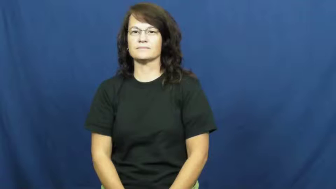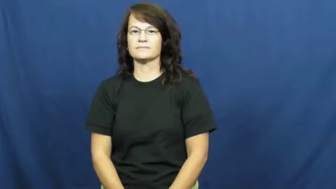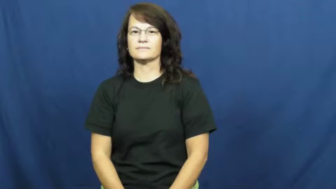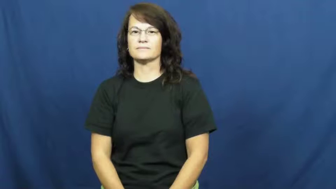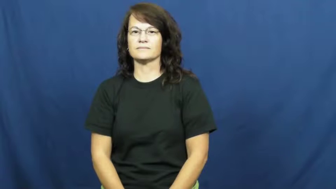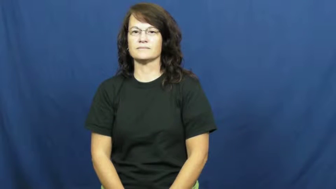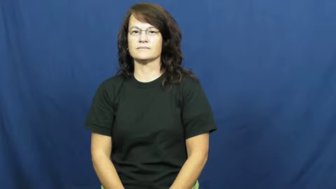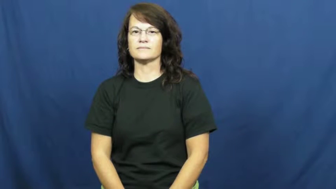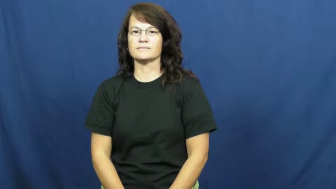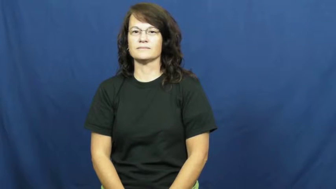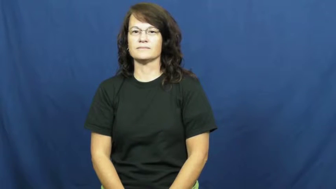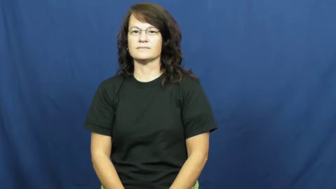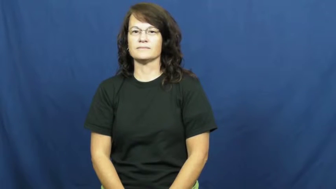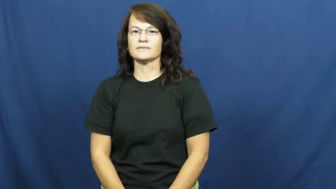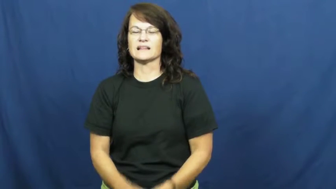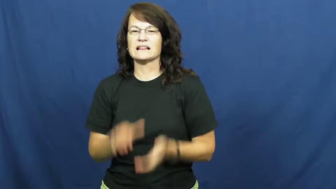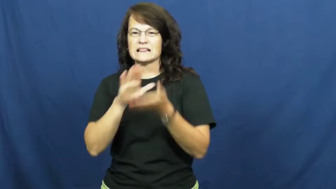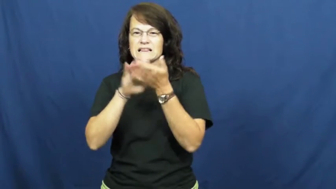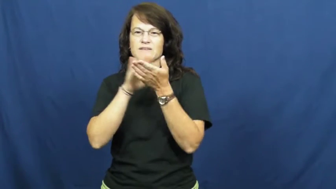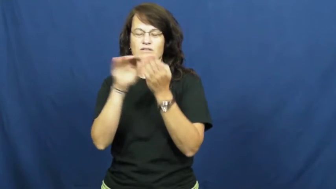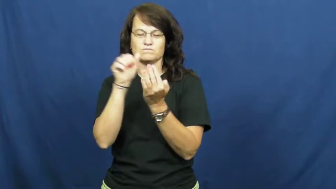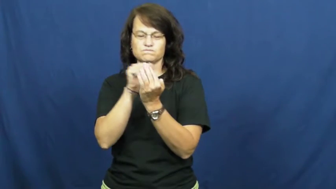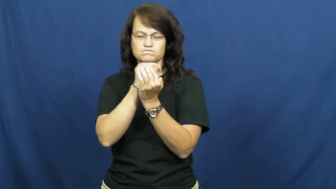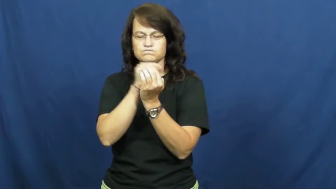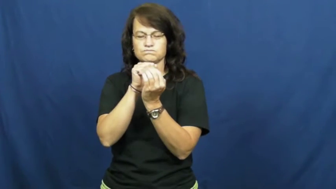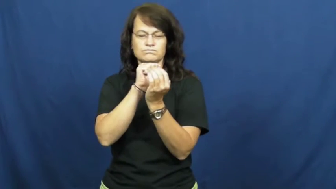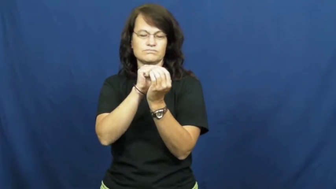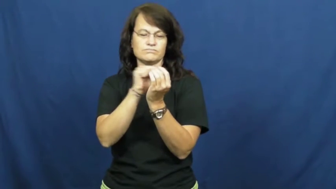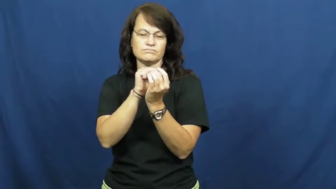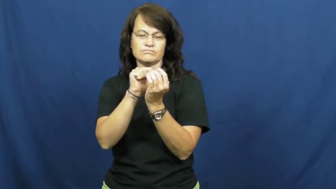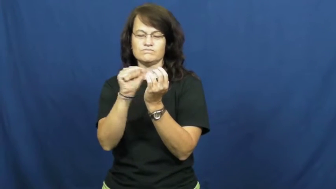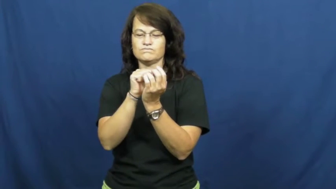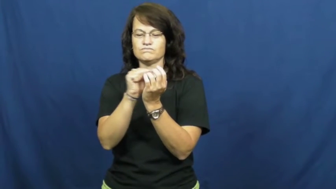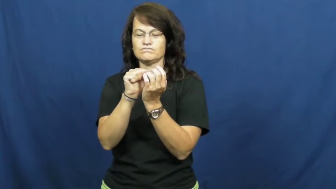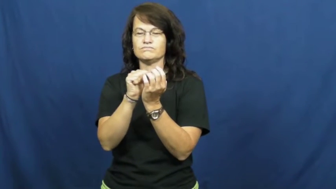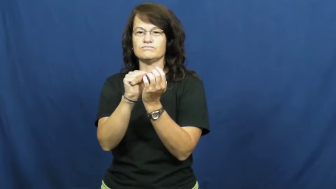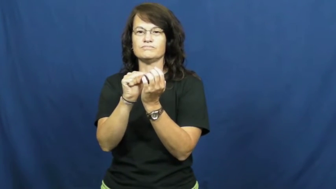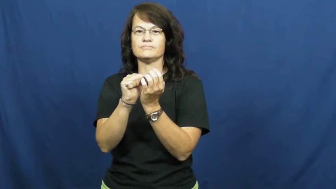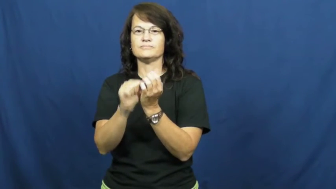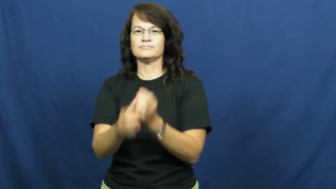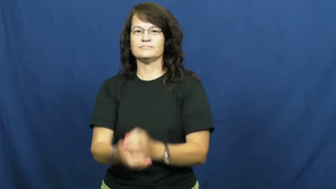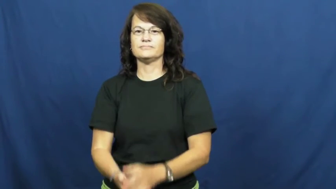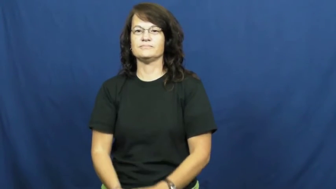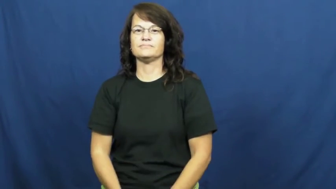nailbrush